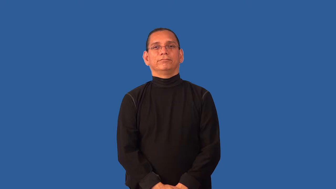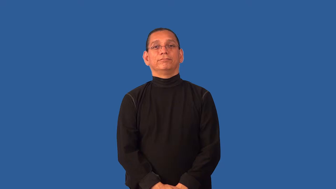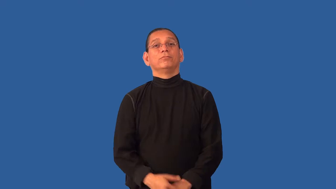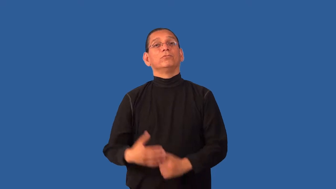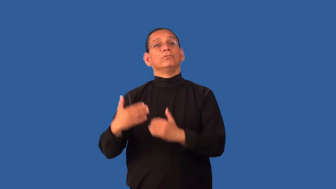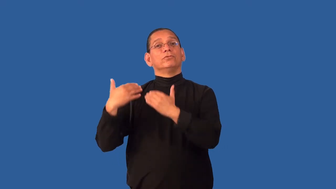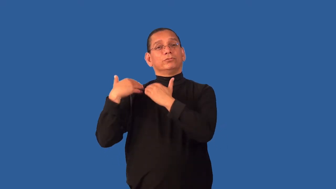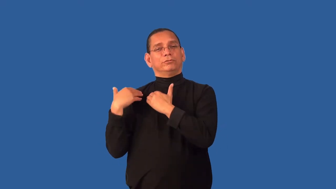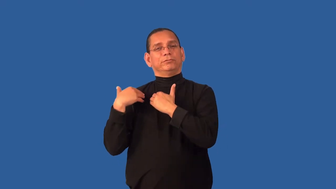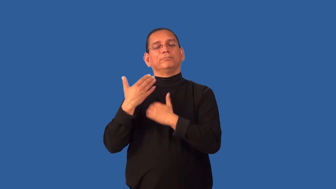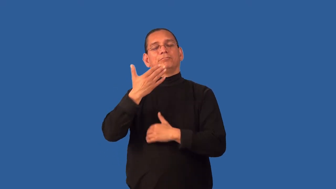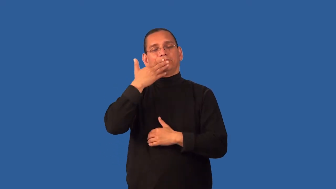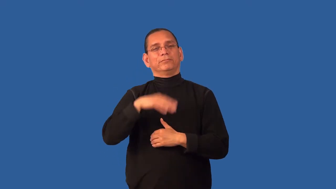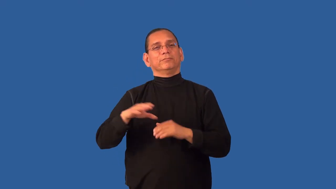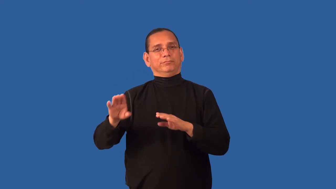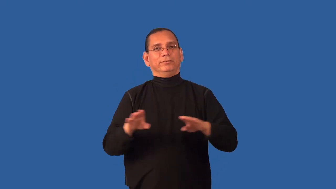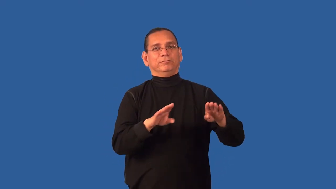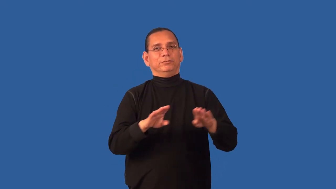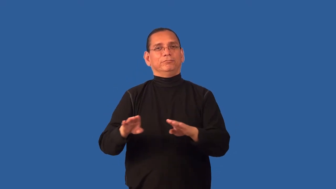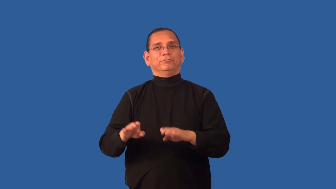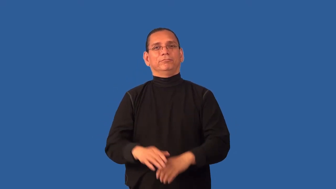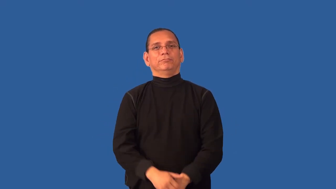culpable